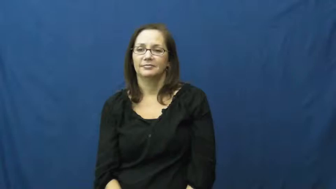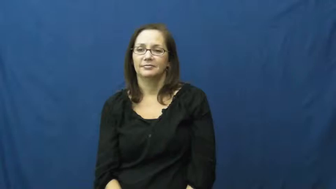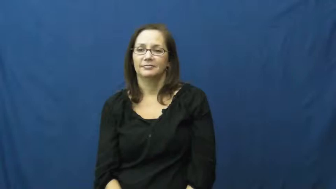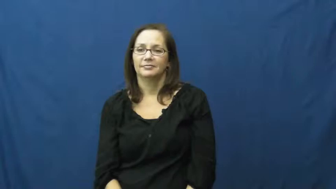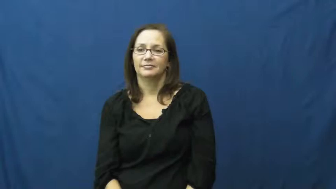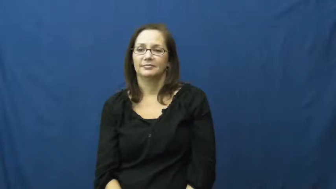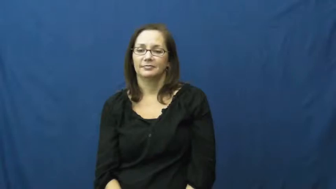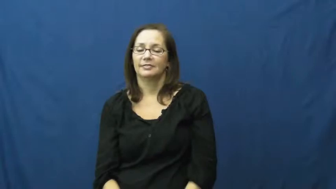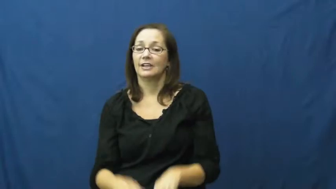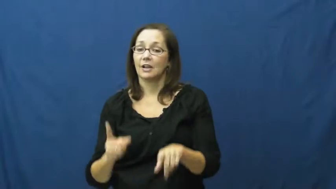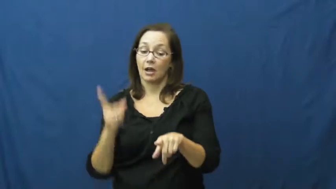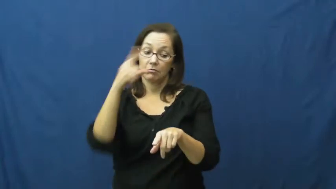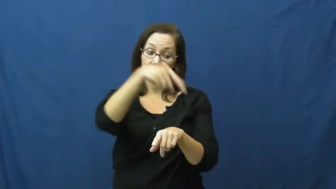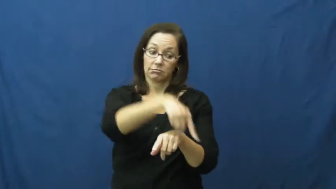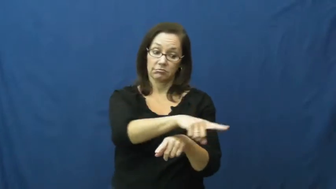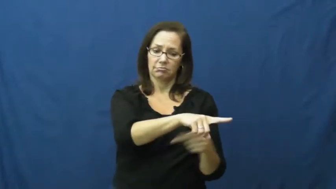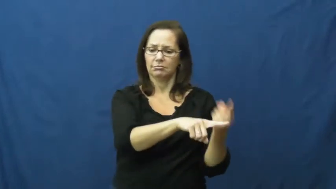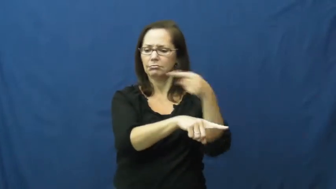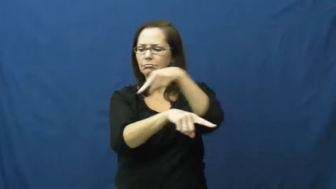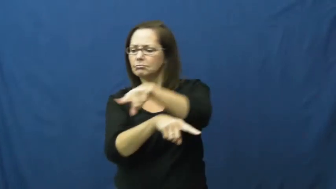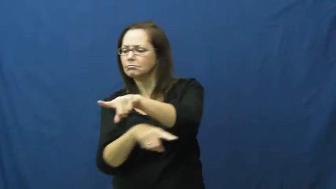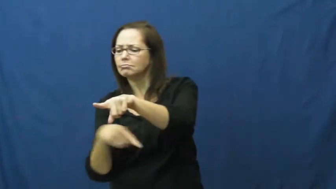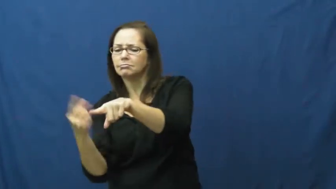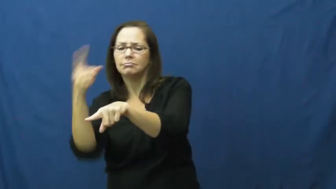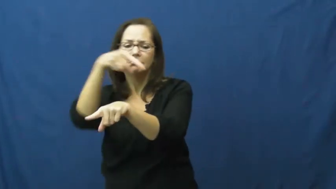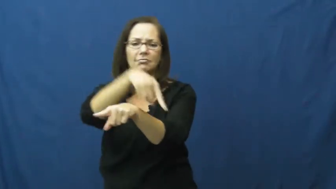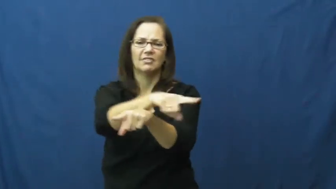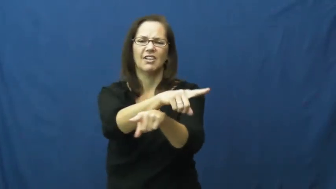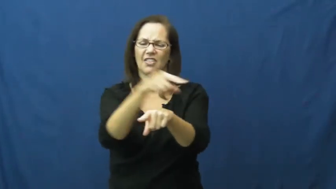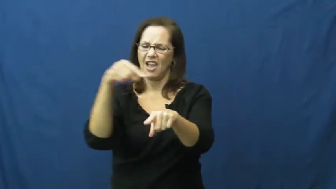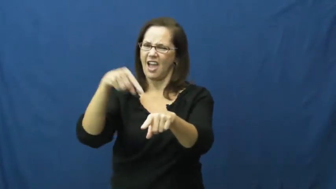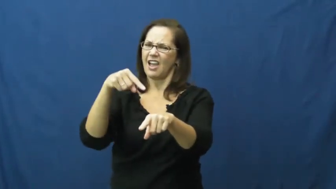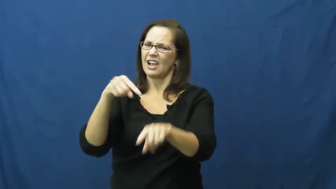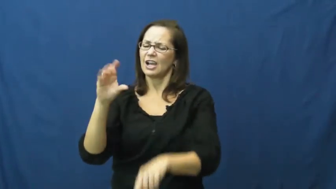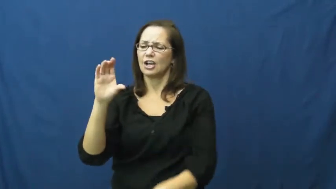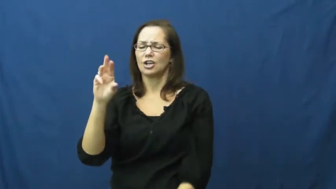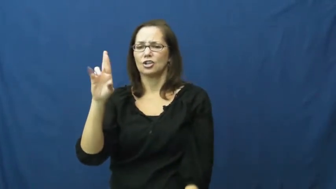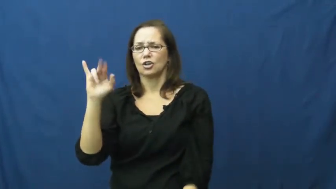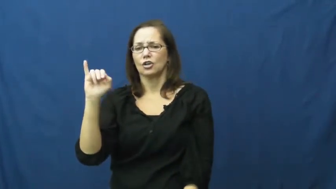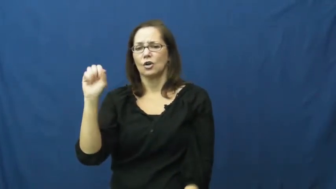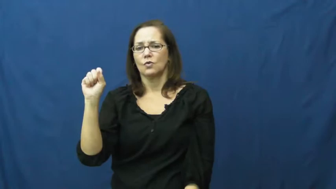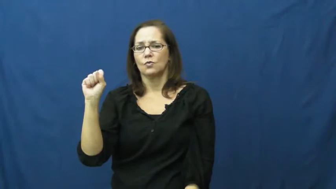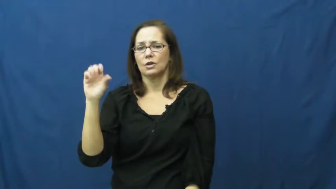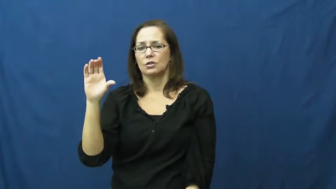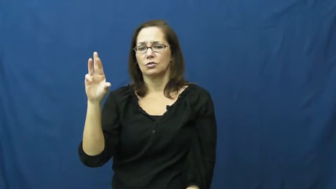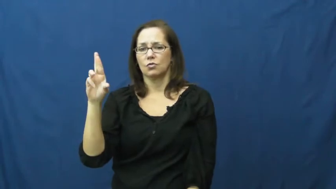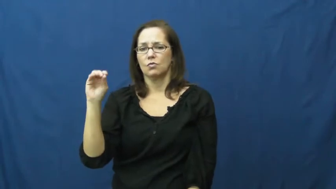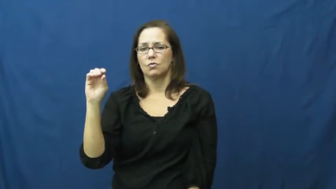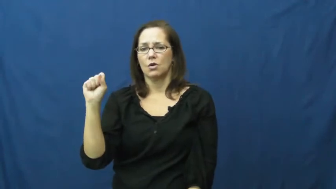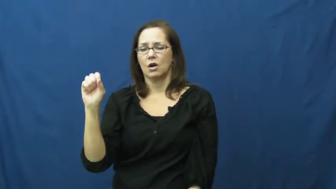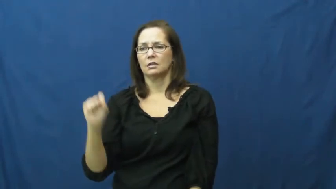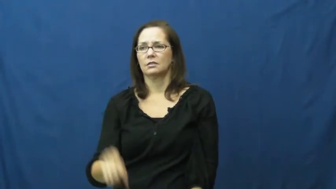crisscross